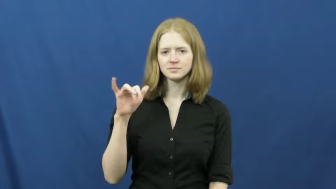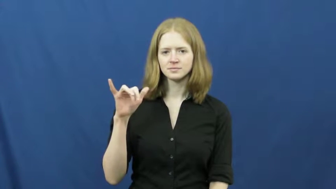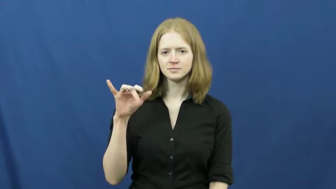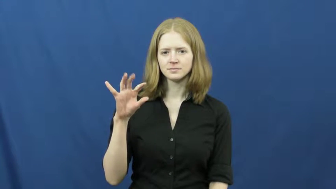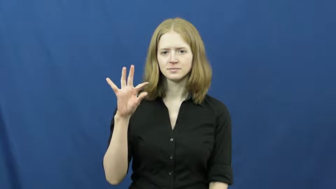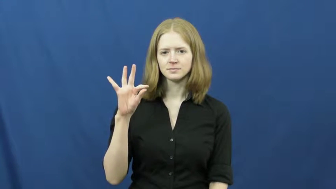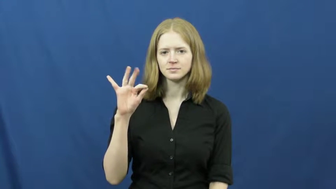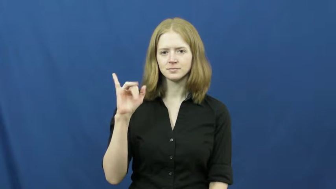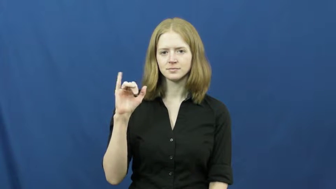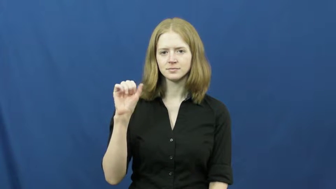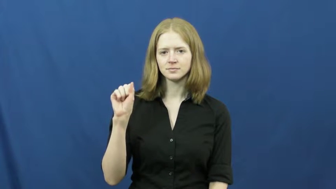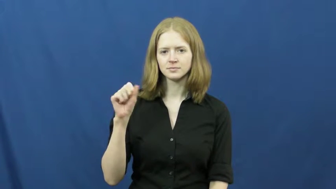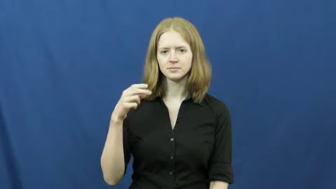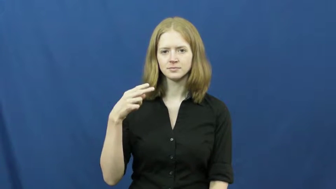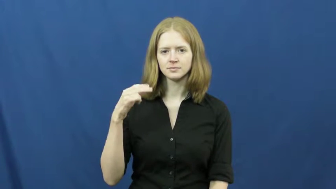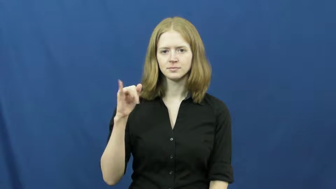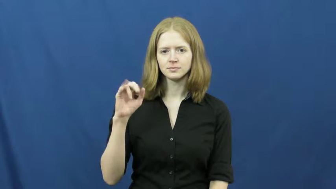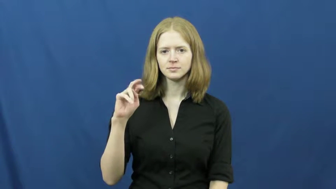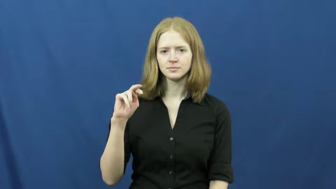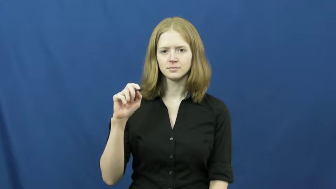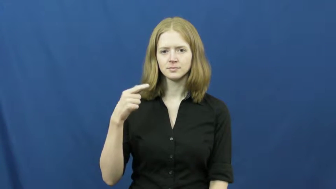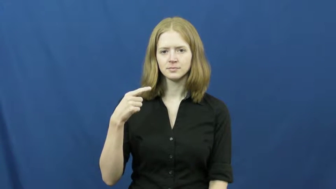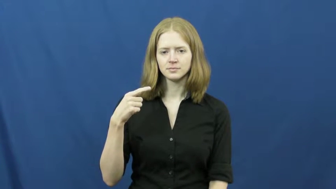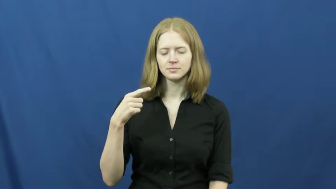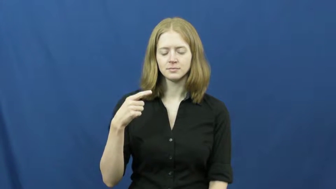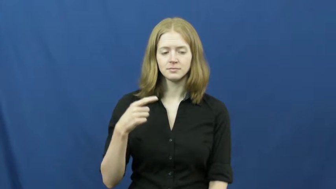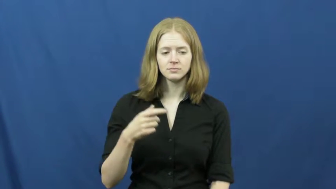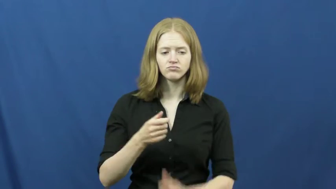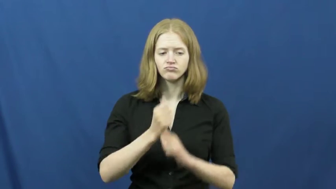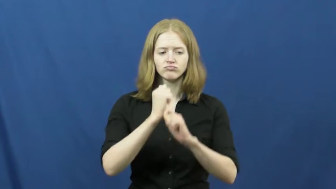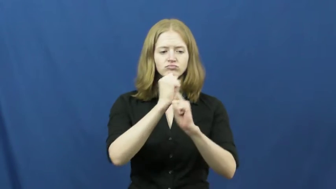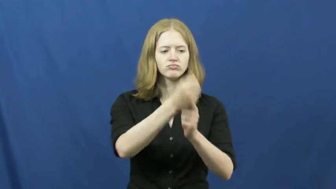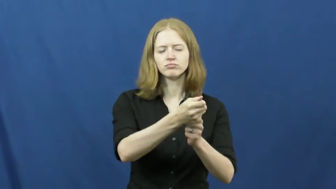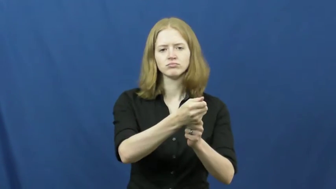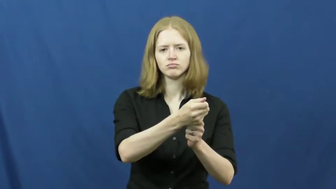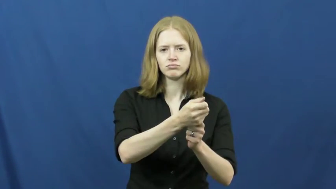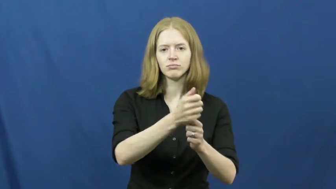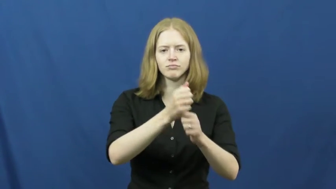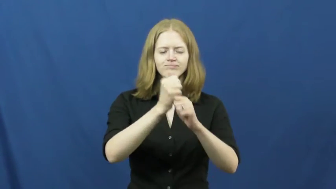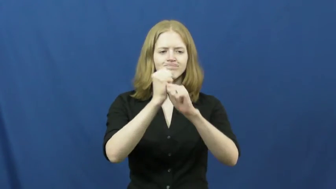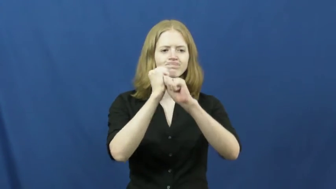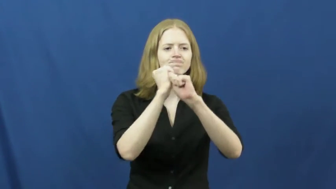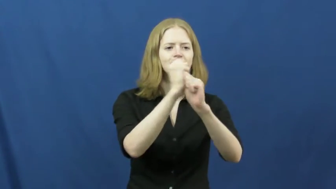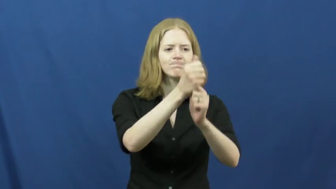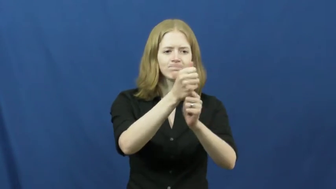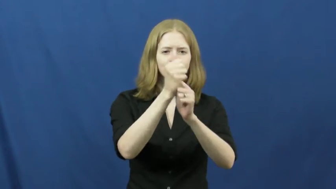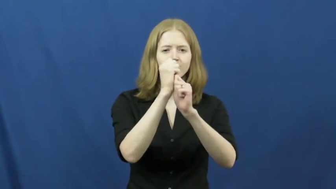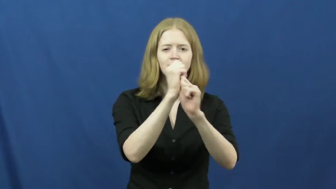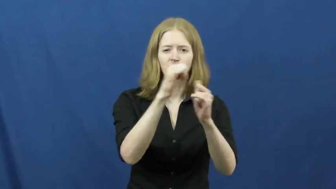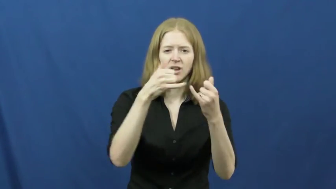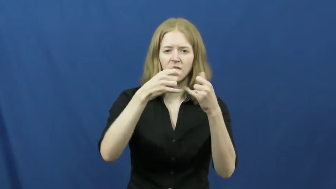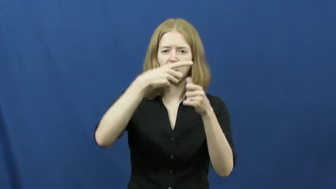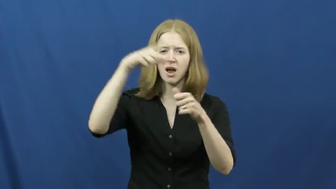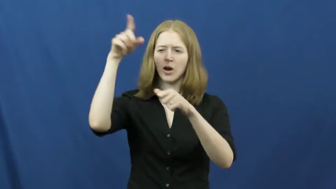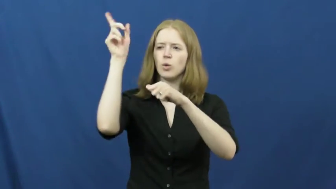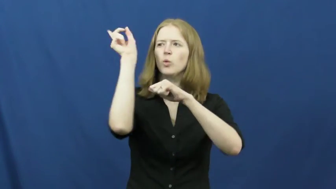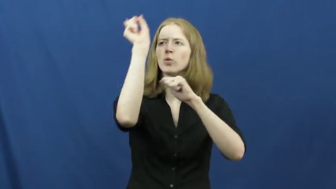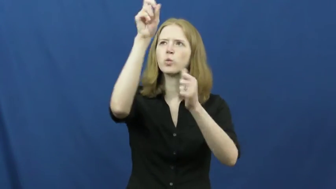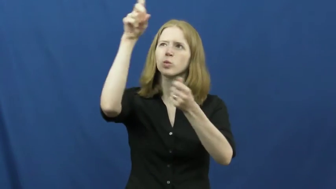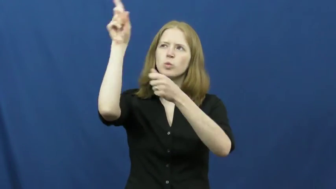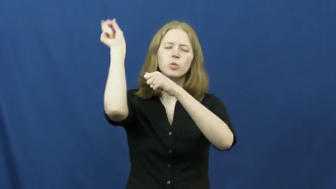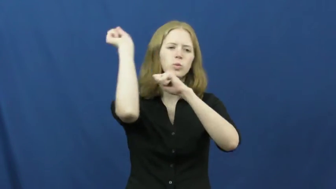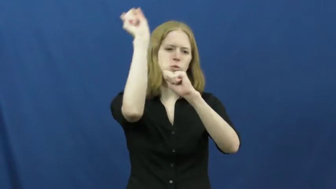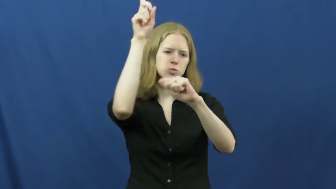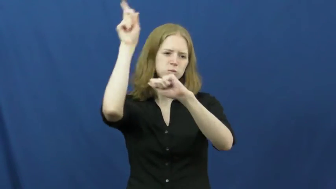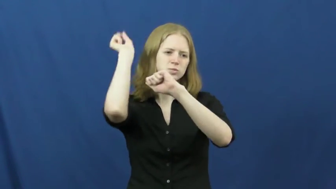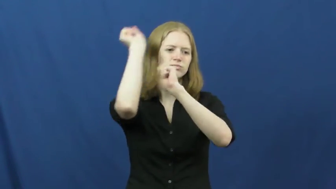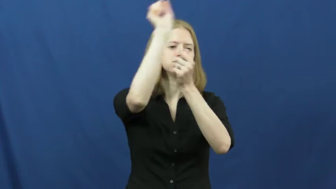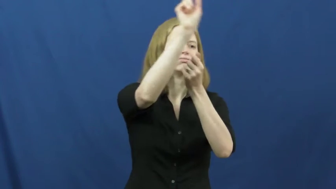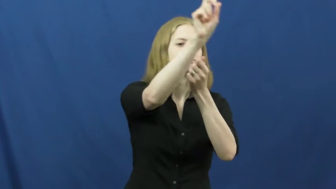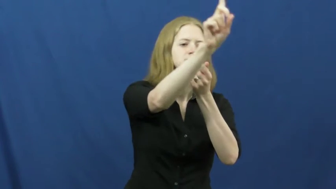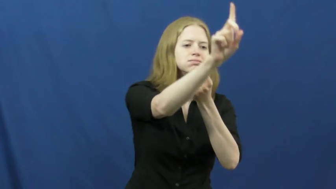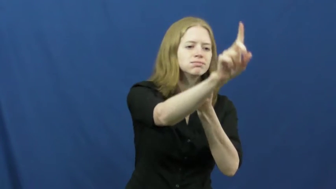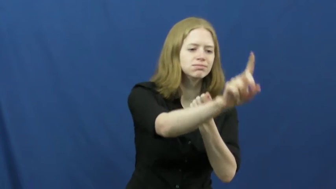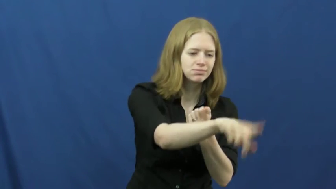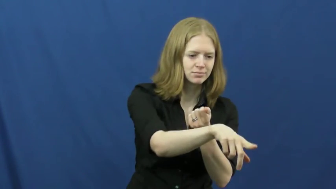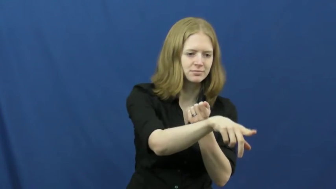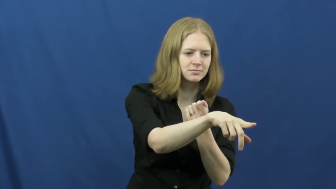fly fishing